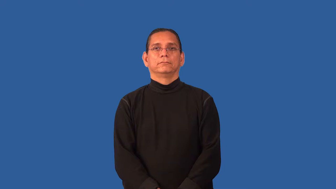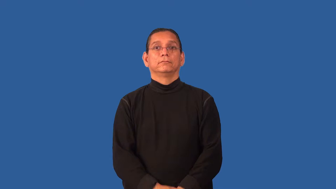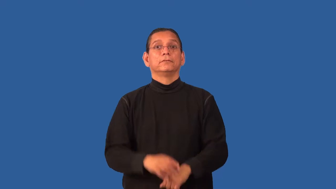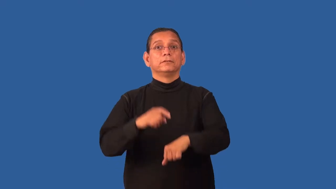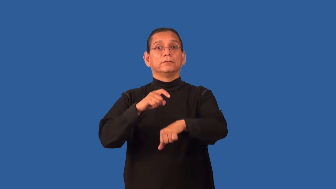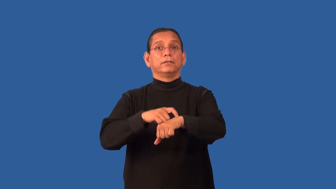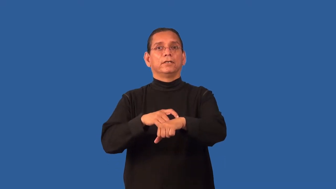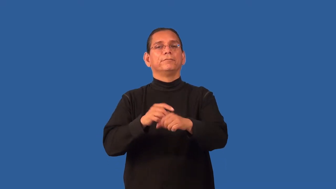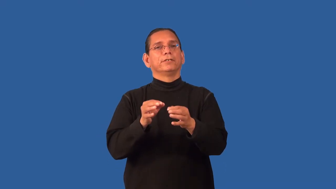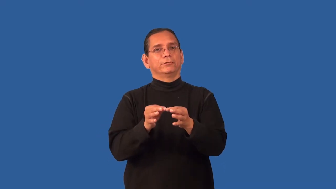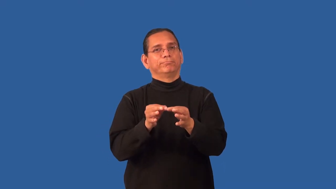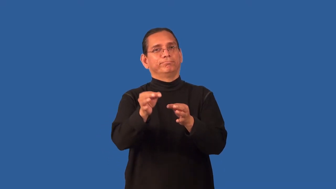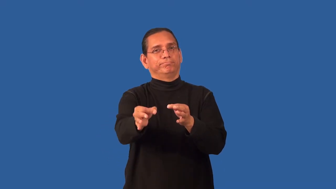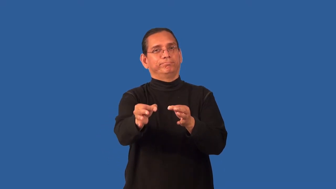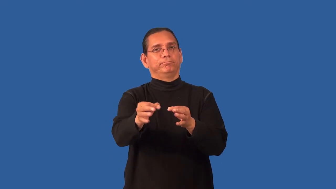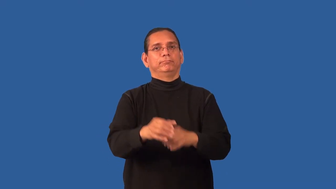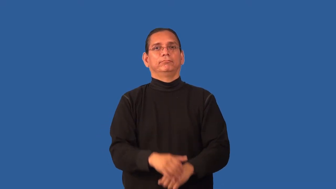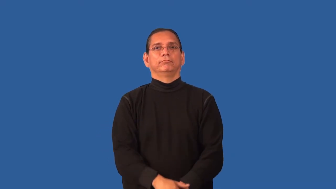extend-time